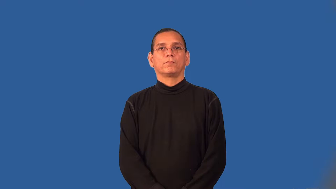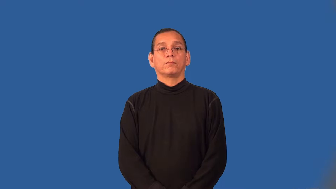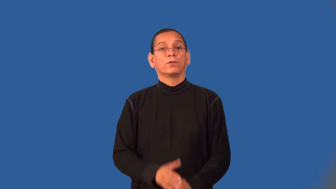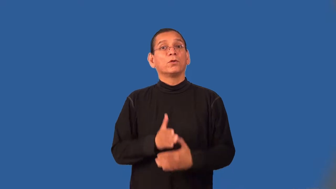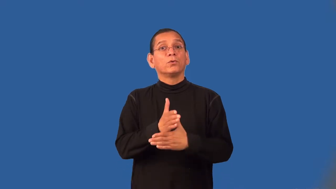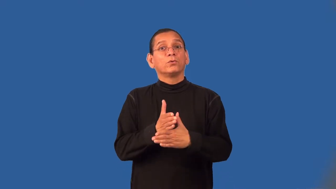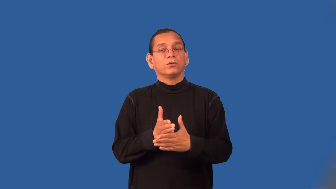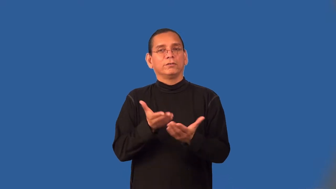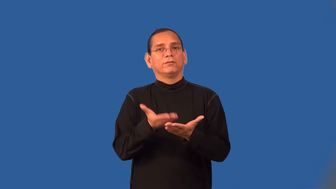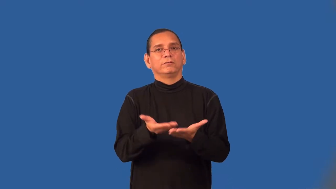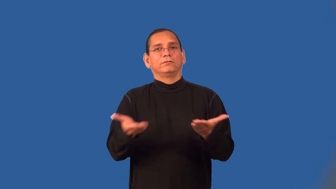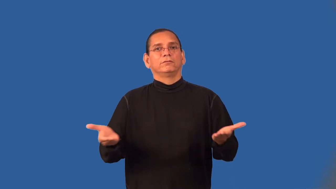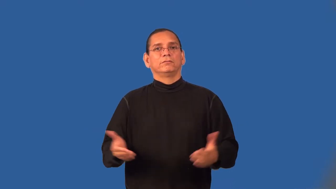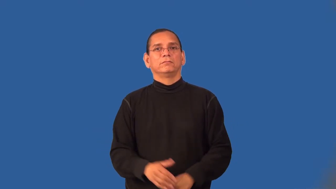woodwork-house